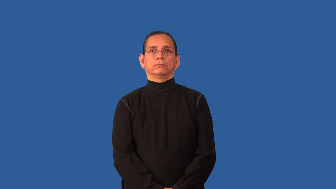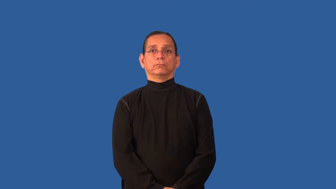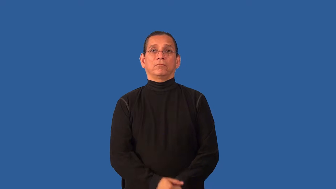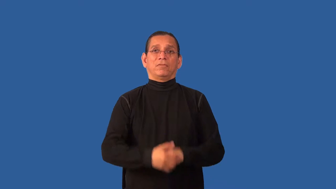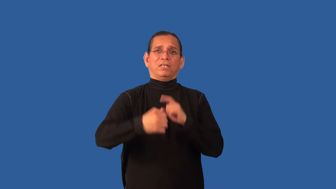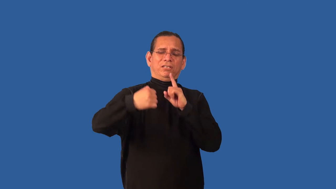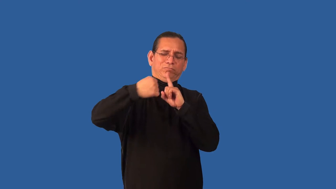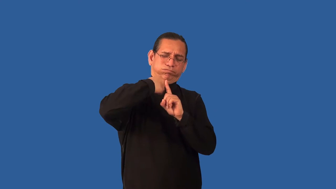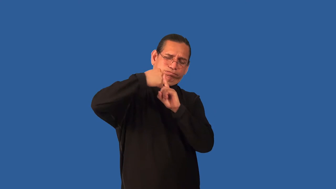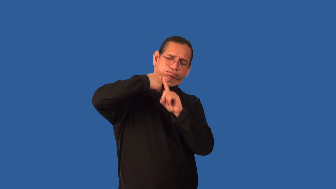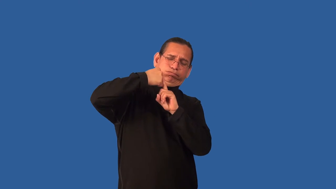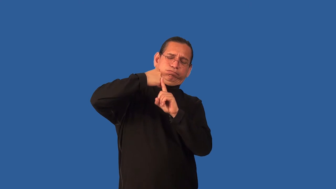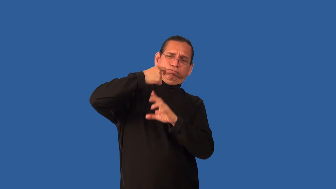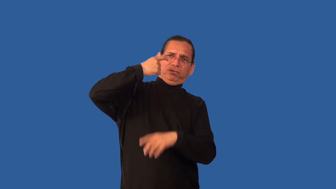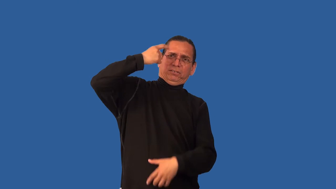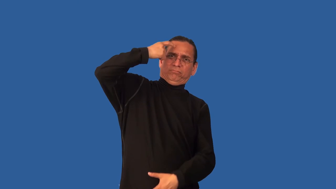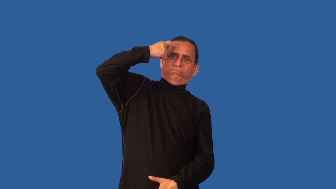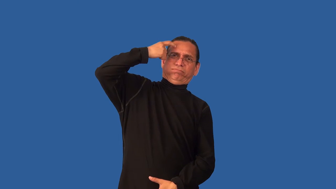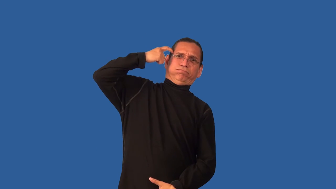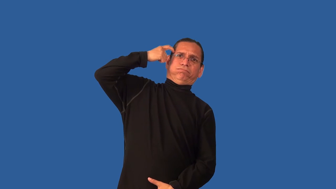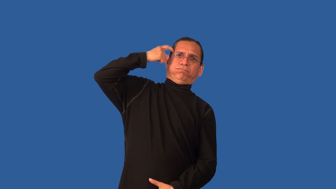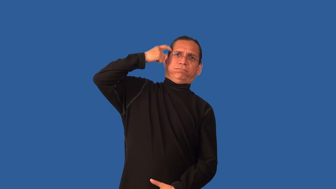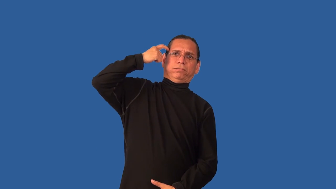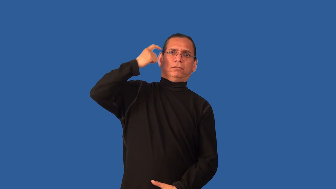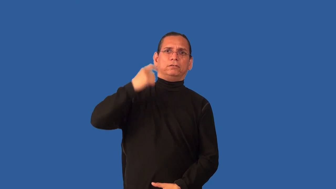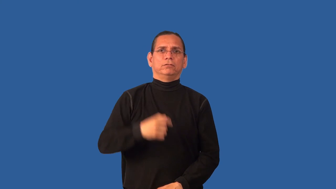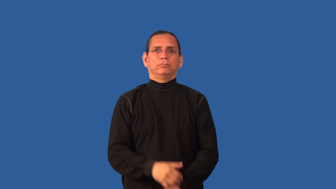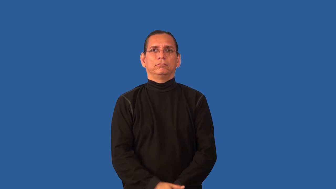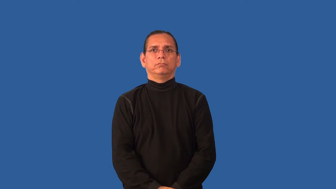brutalize,physical